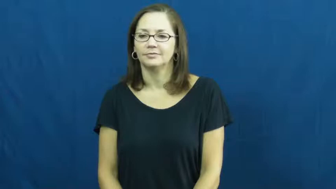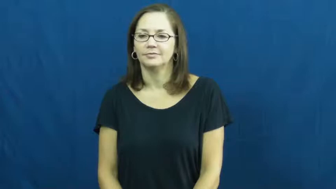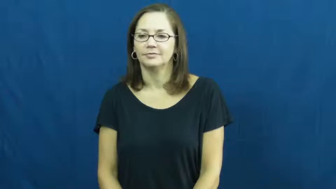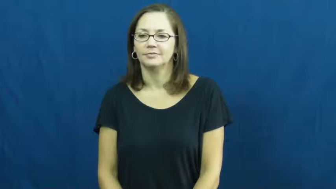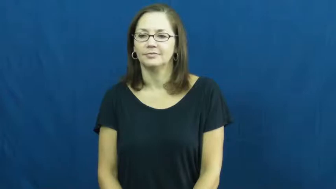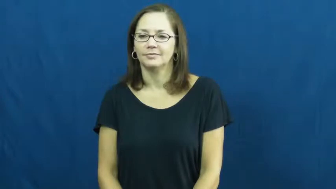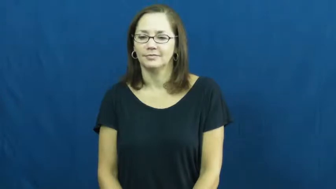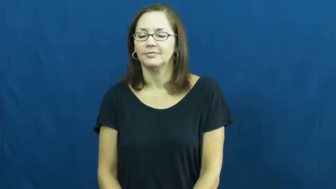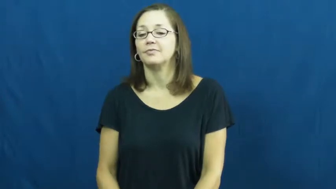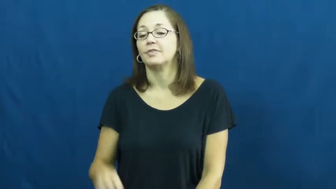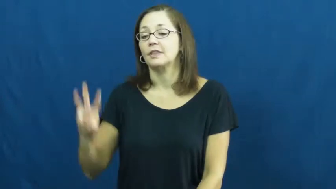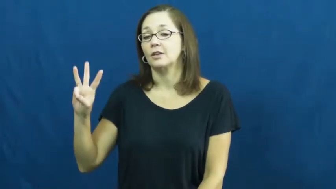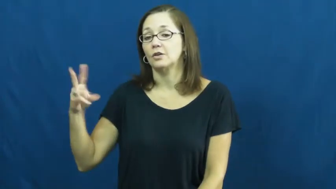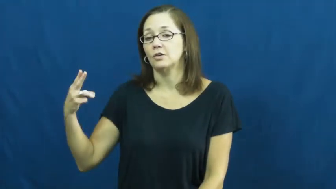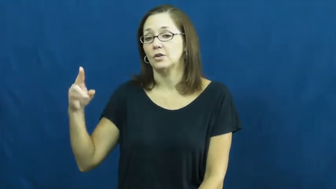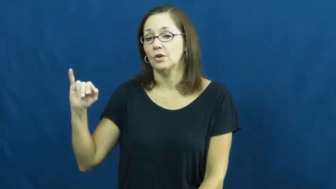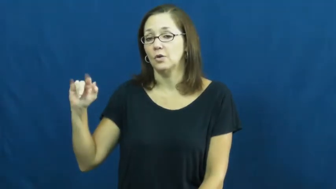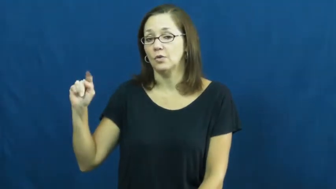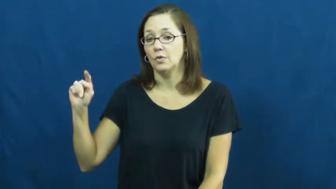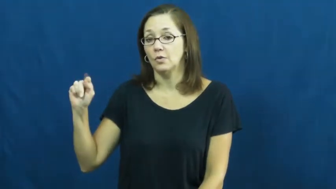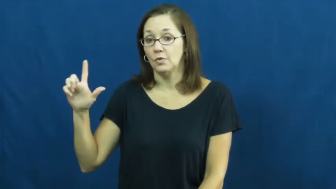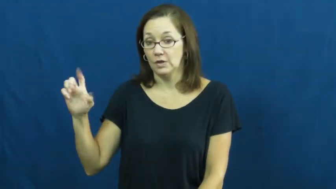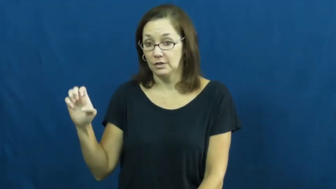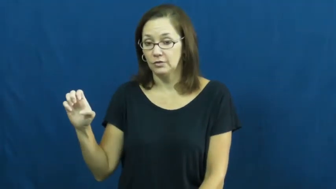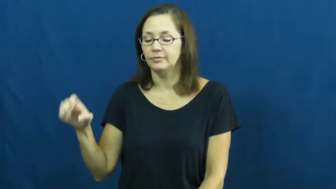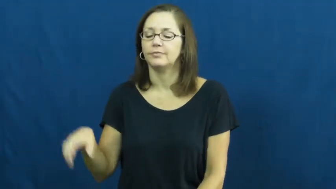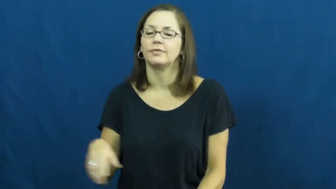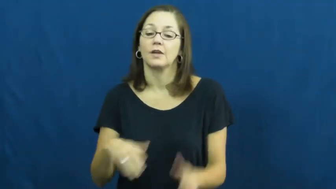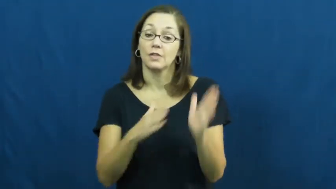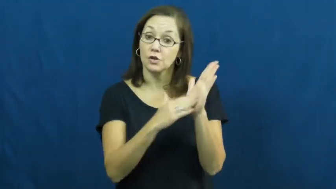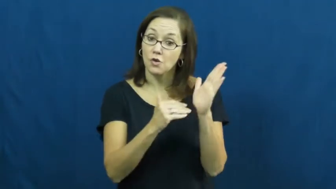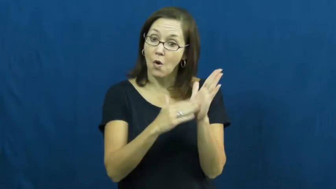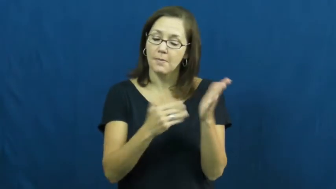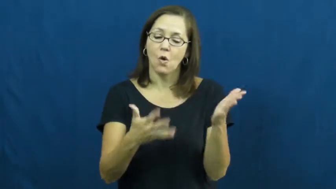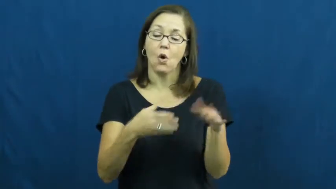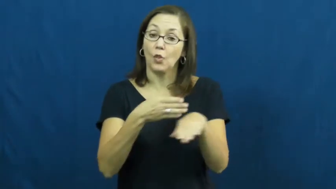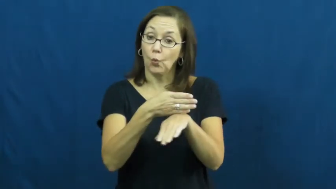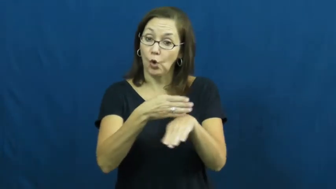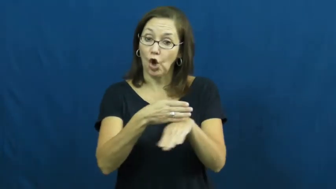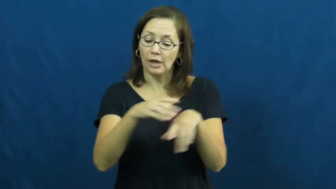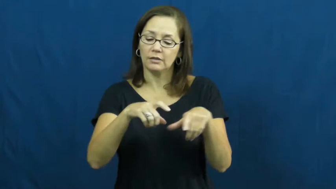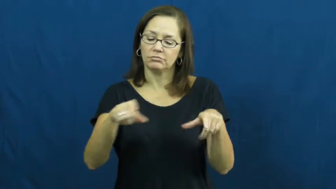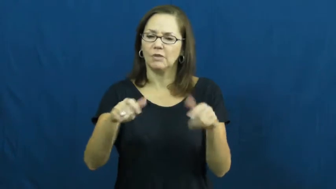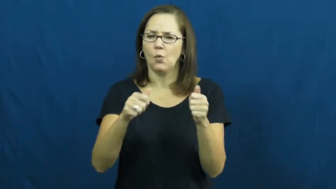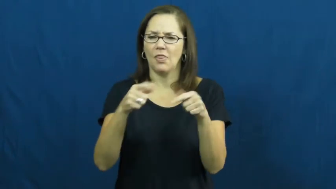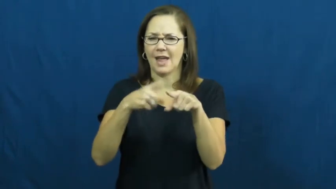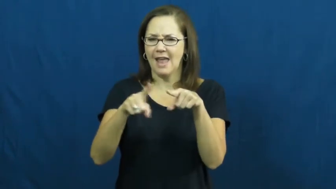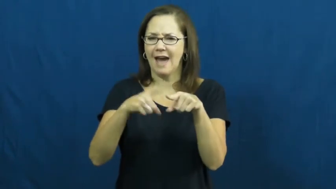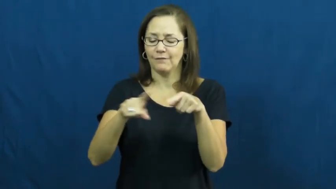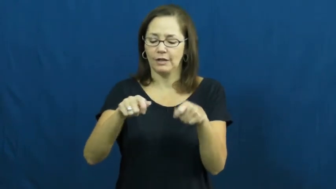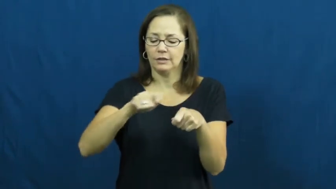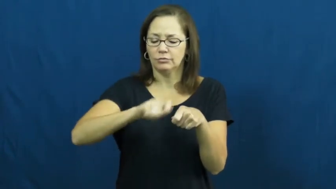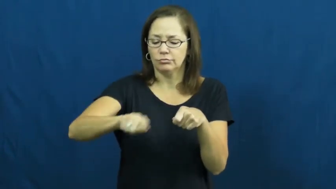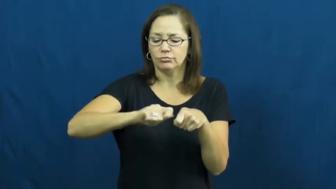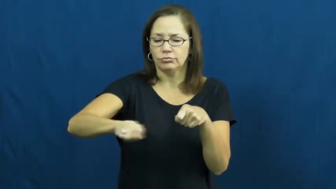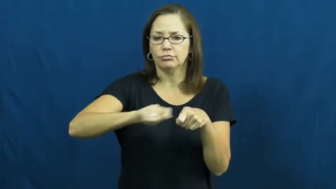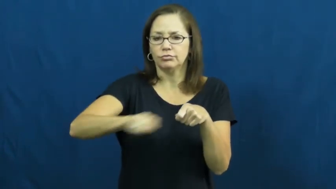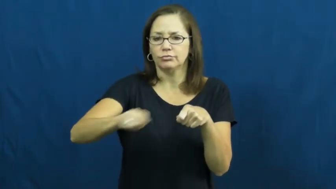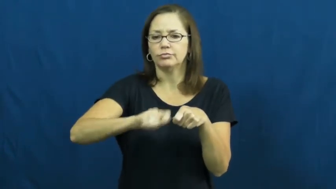whittle